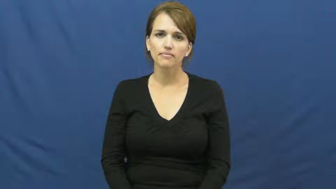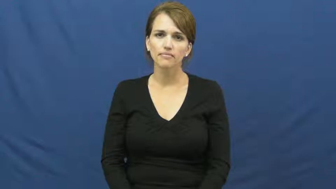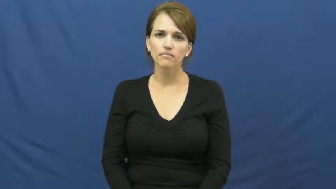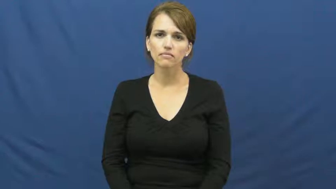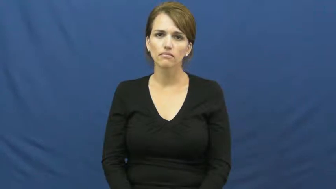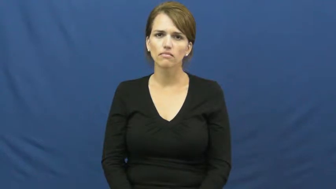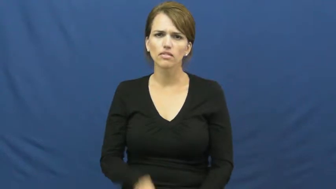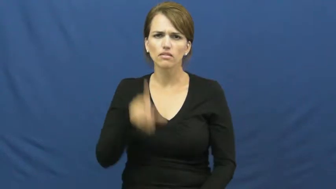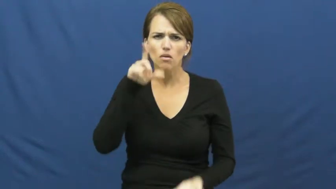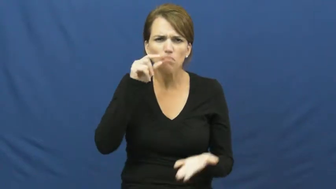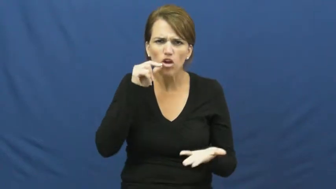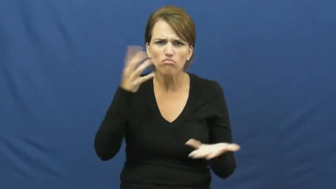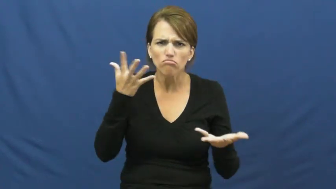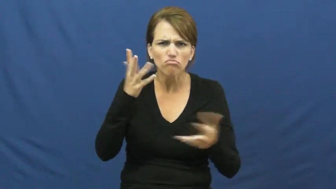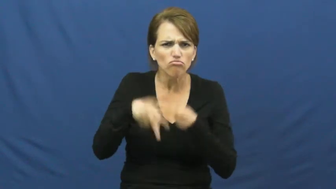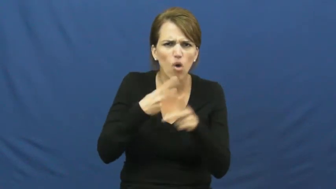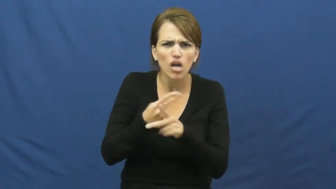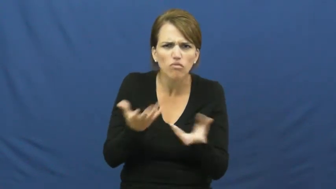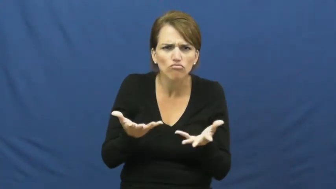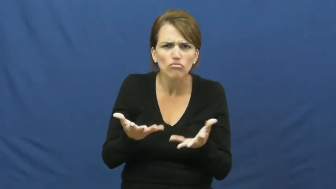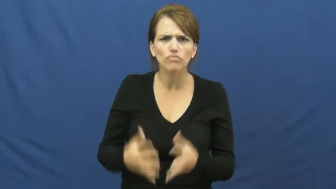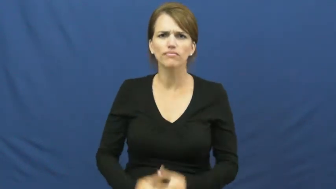kind of bird